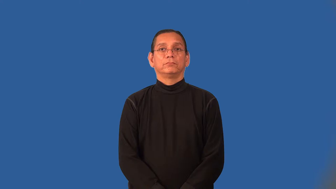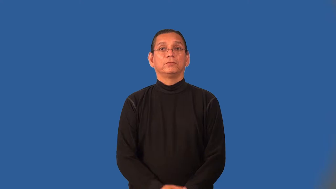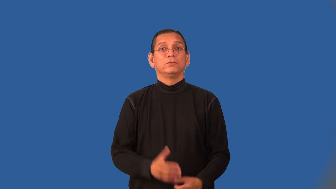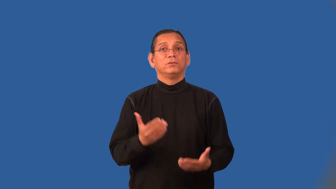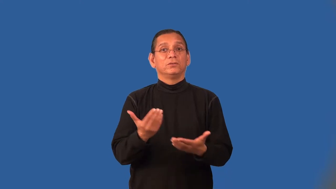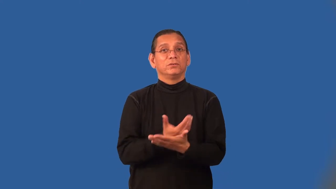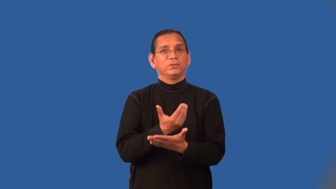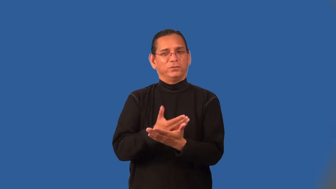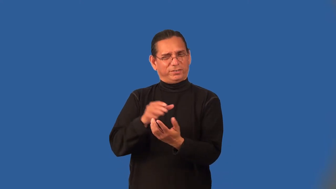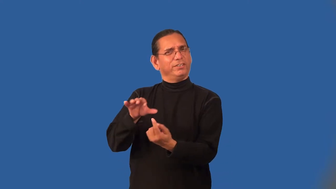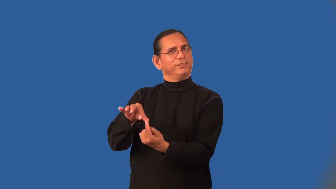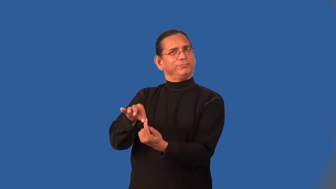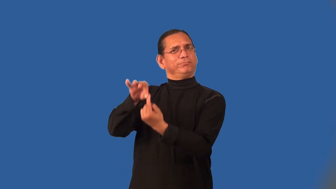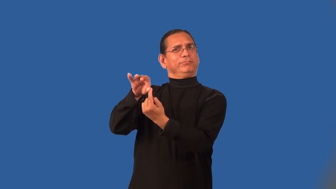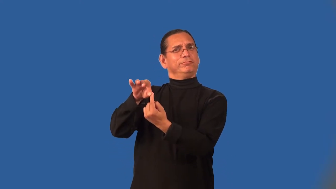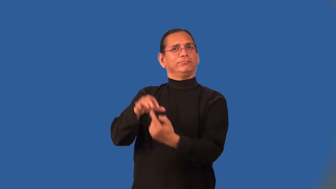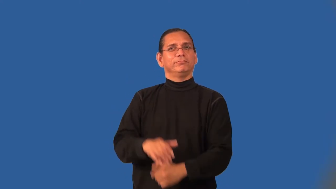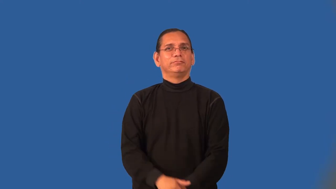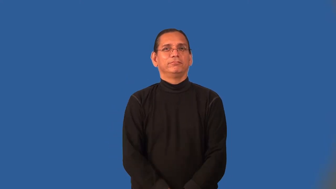novelty-new